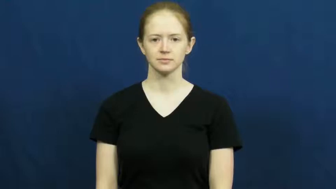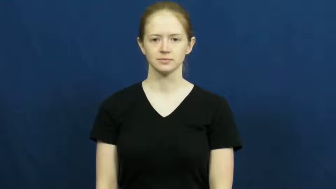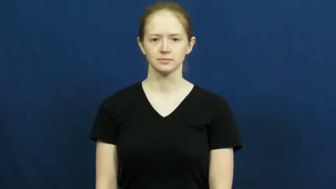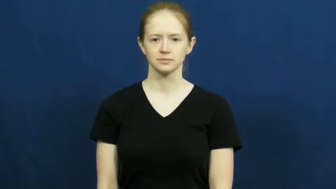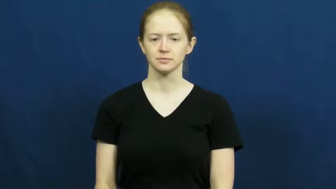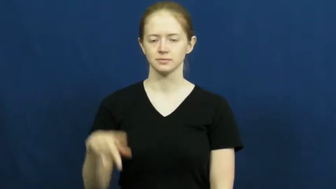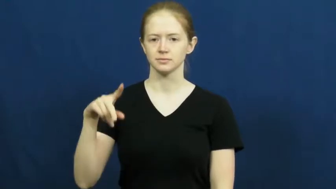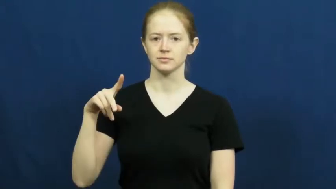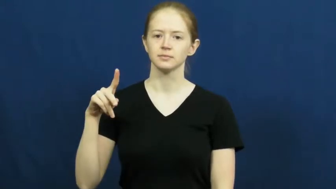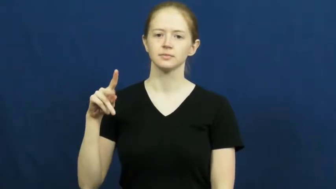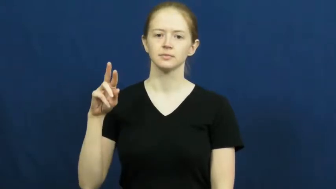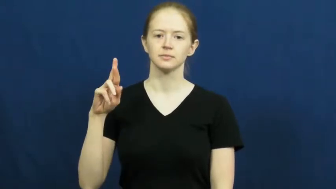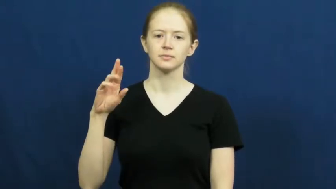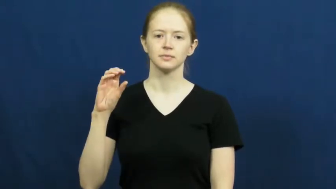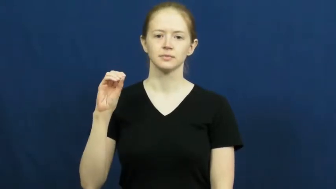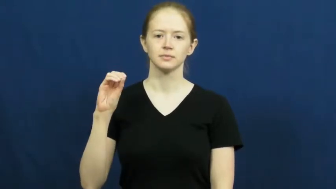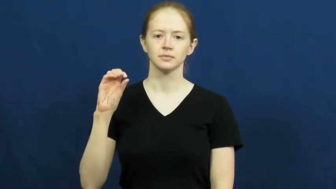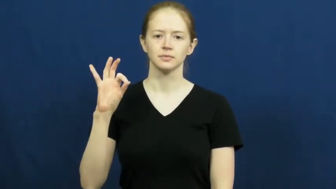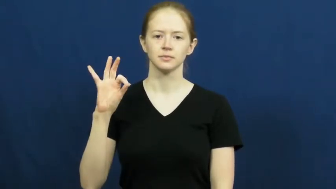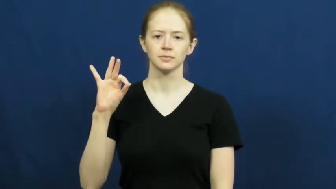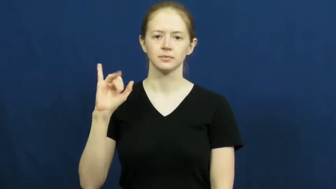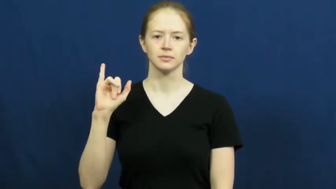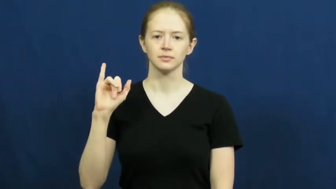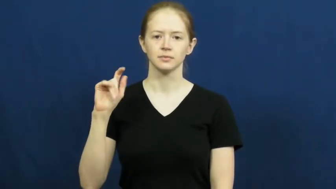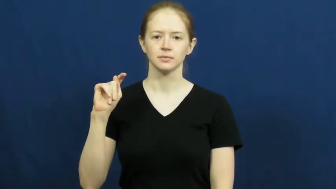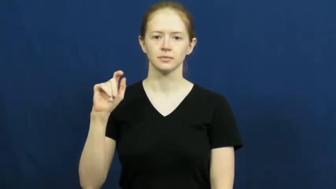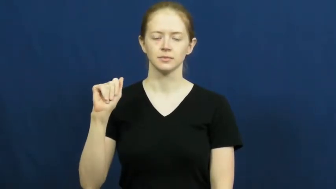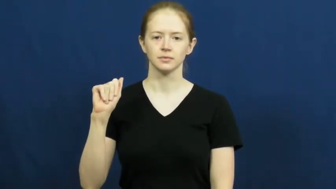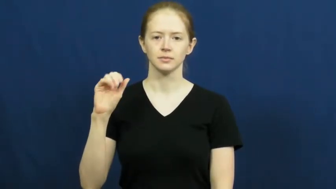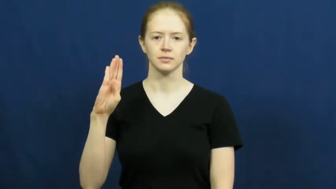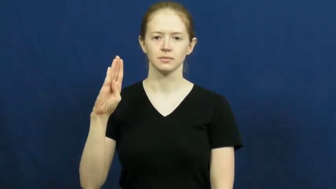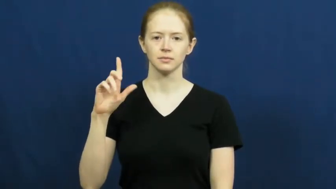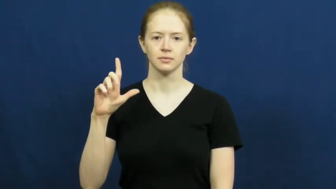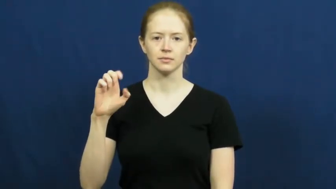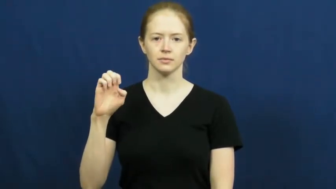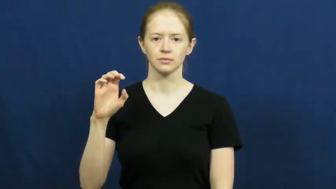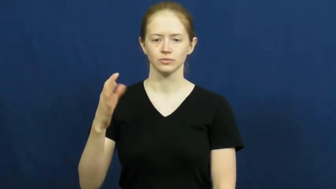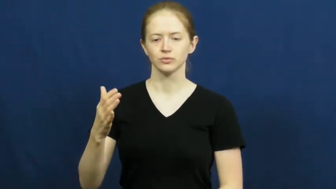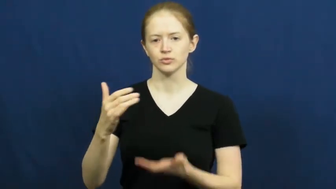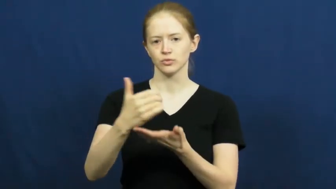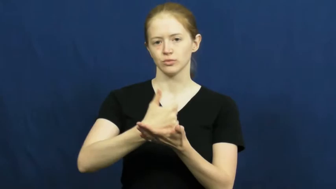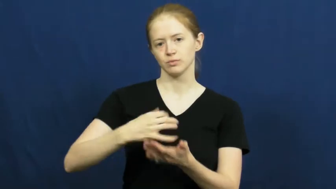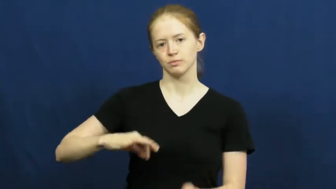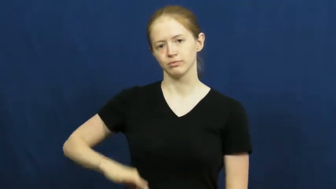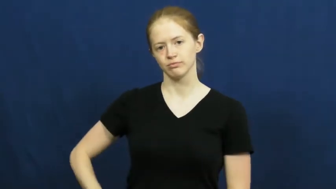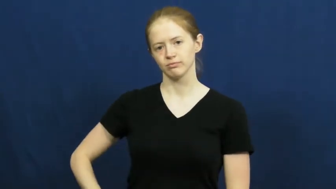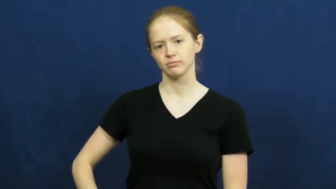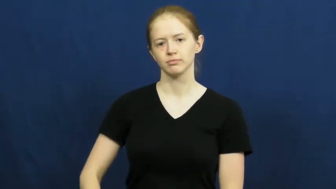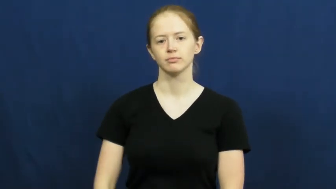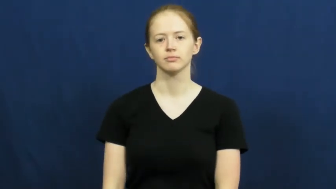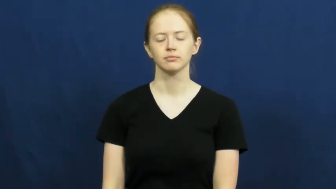profitable